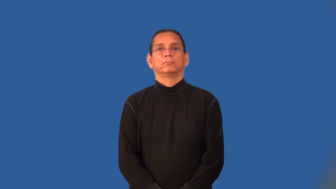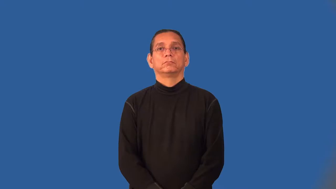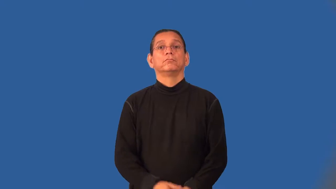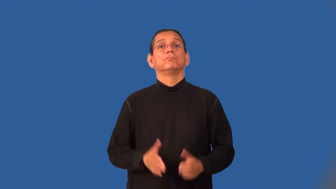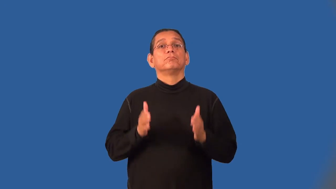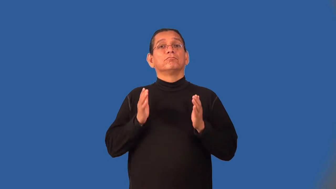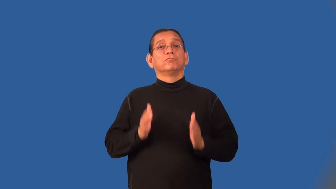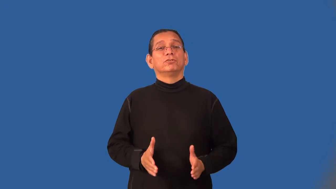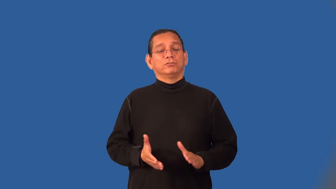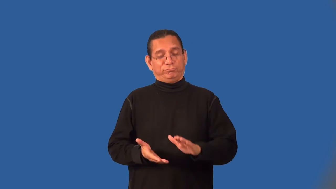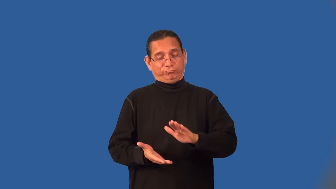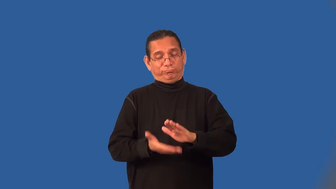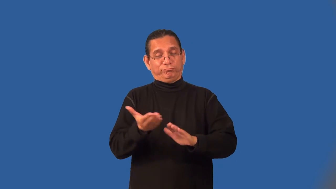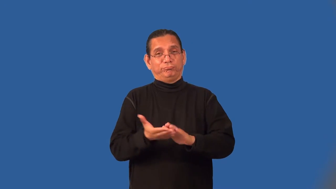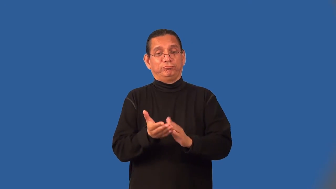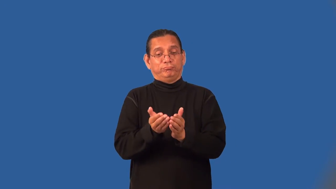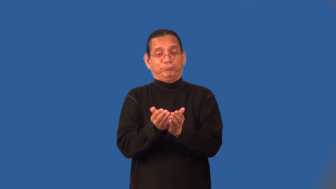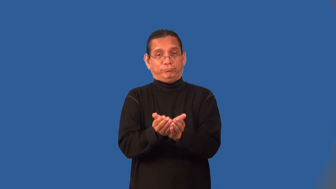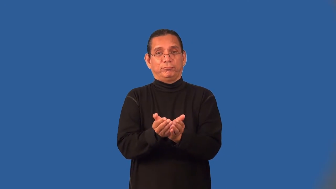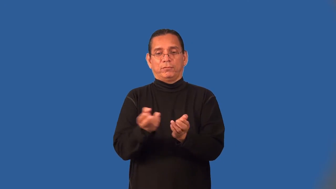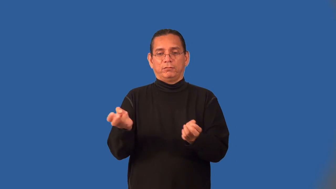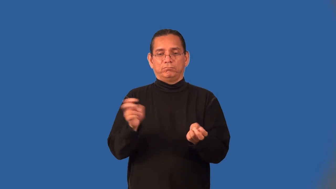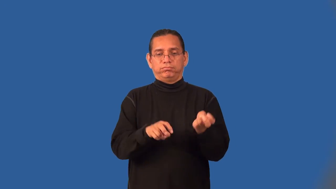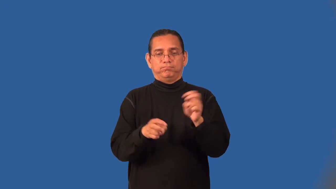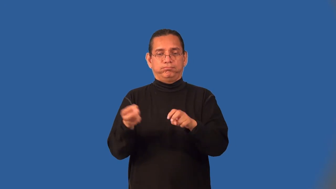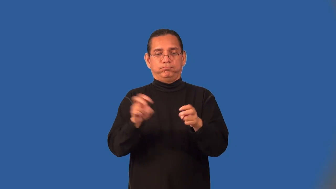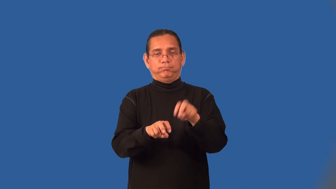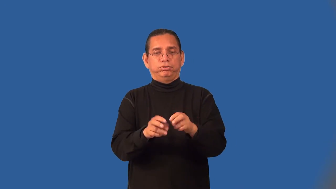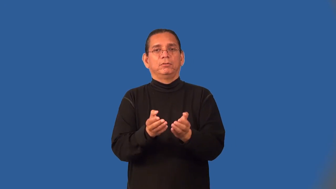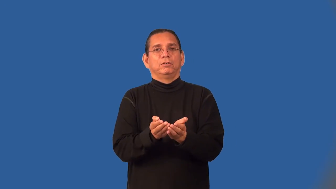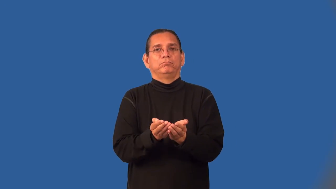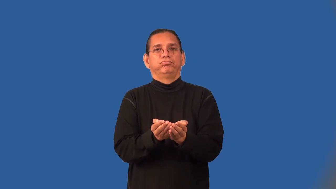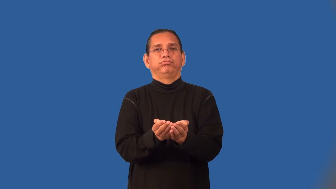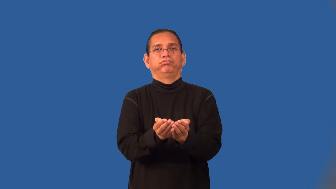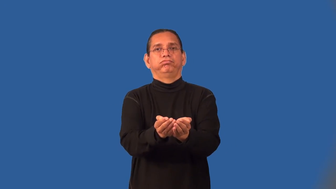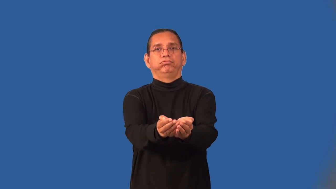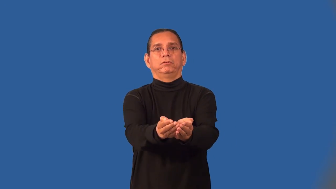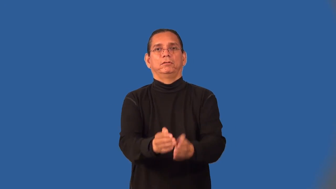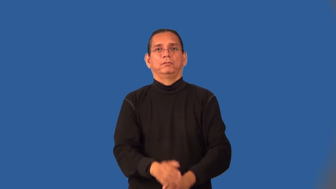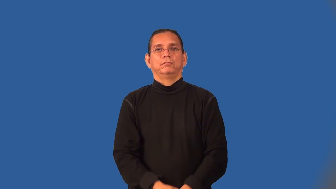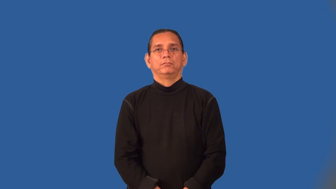ferryman